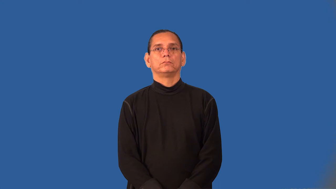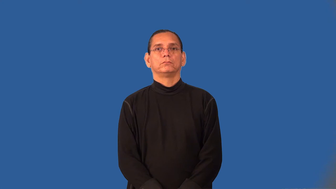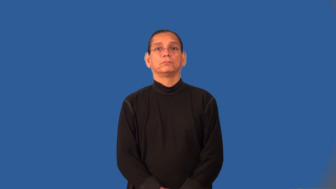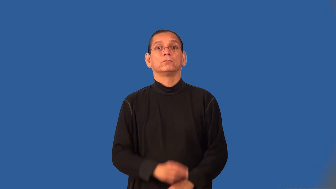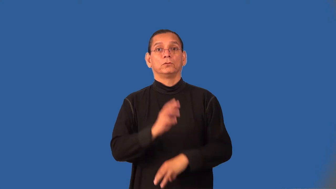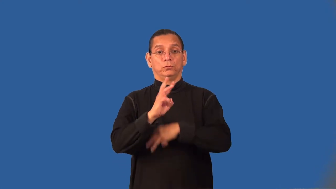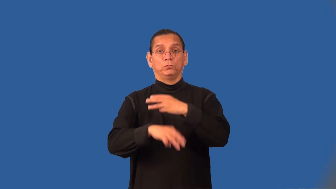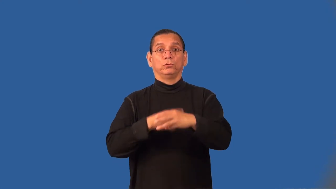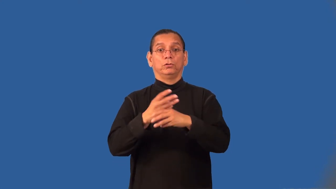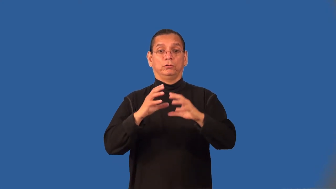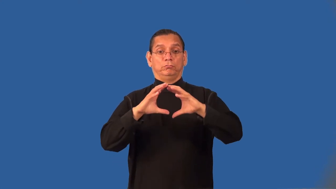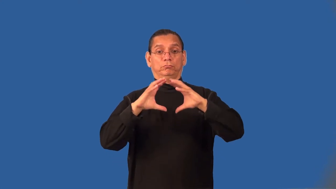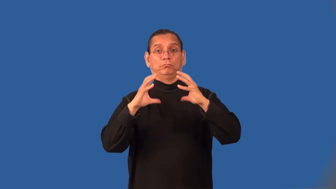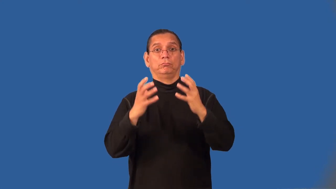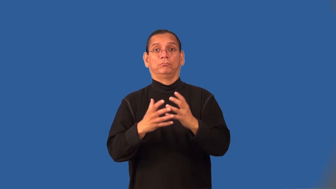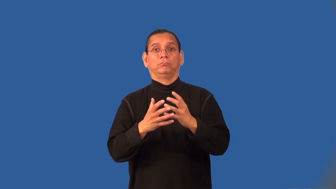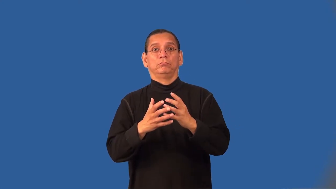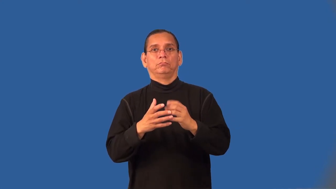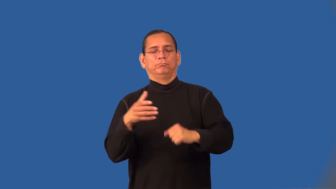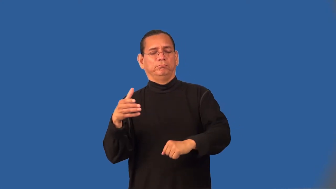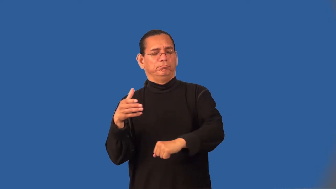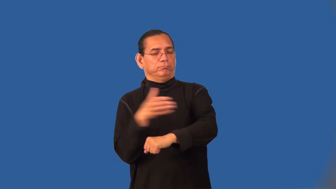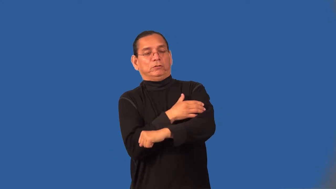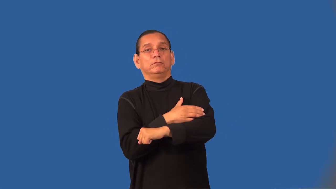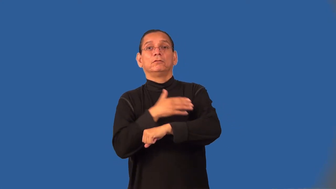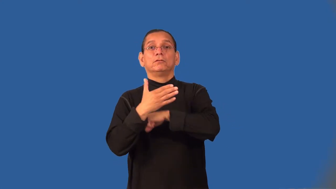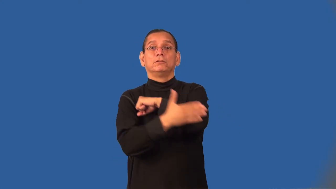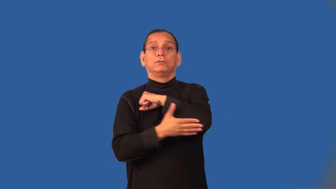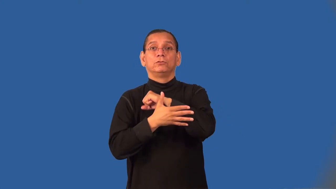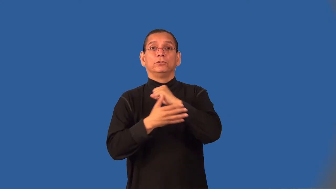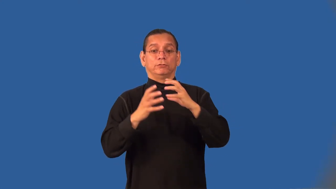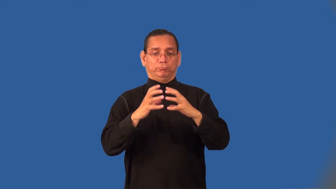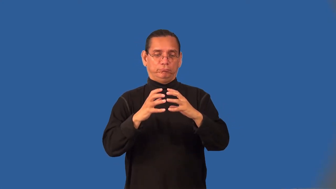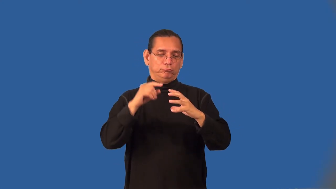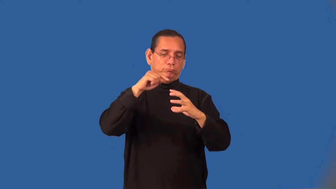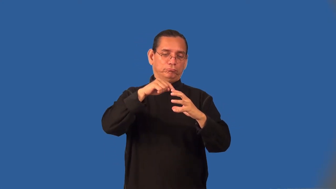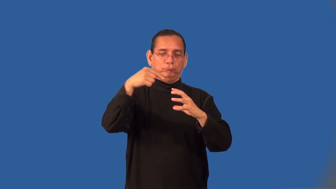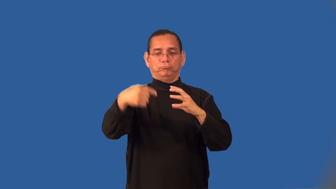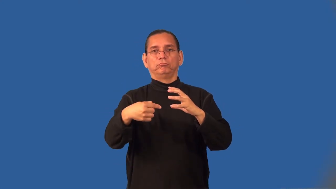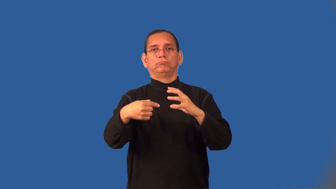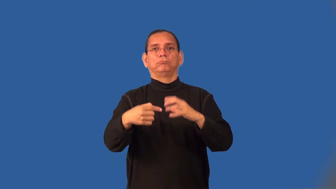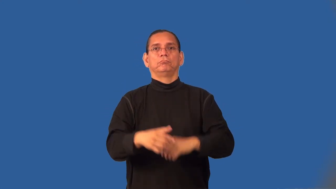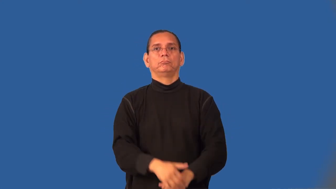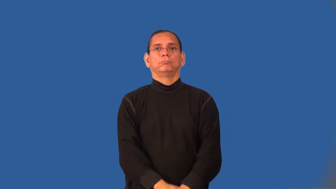superpower